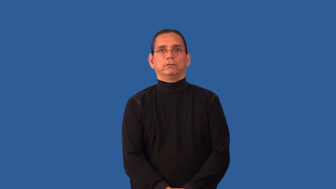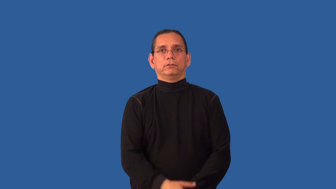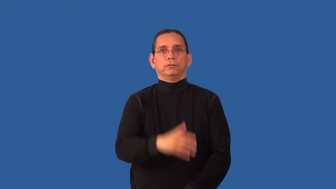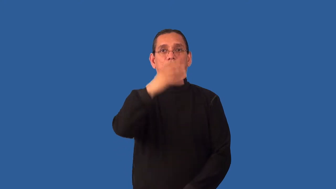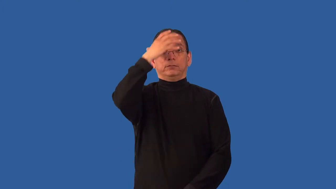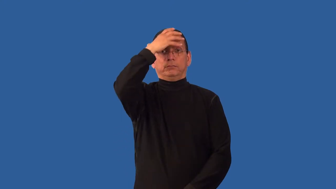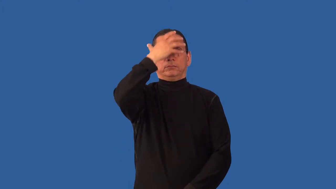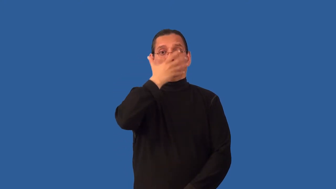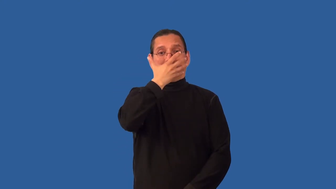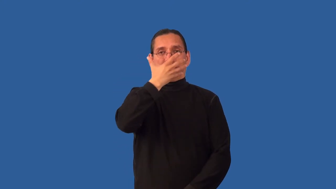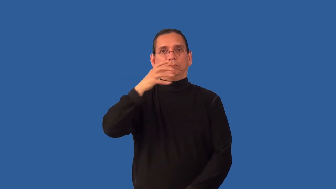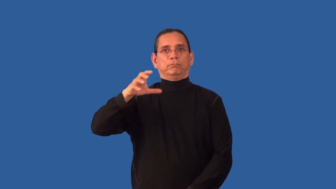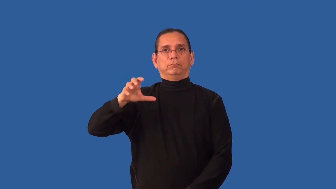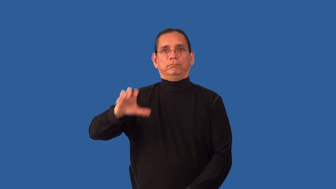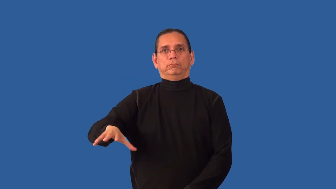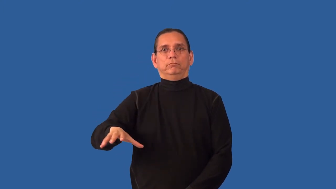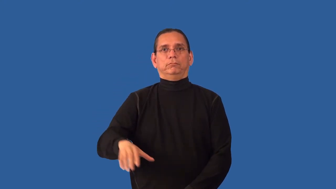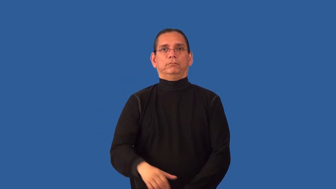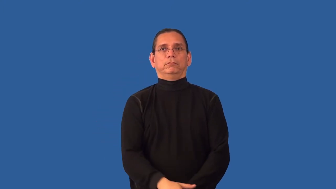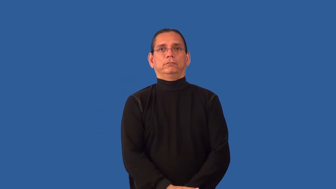unmask